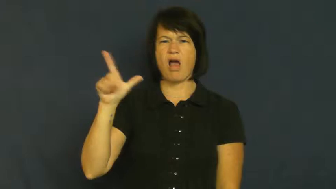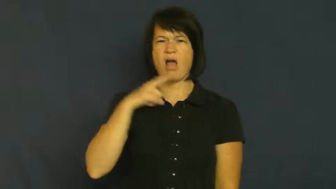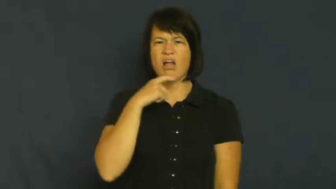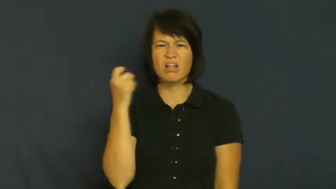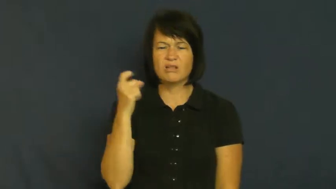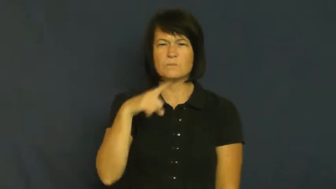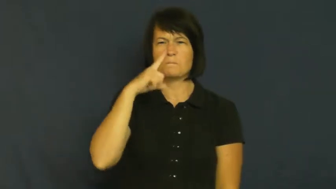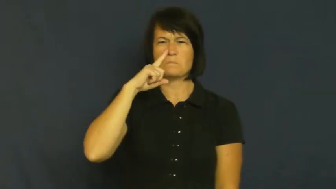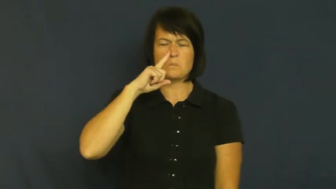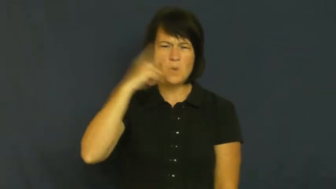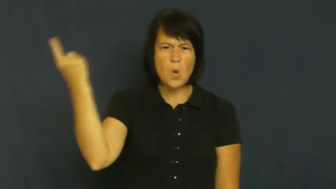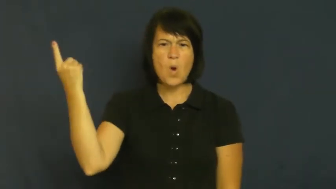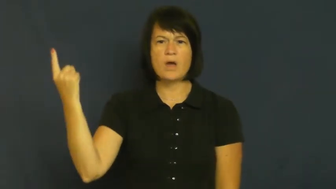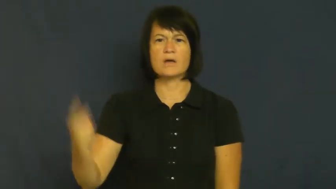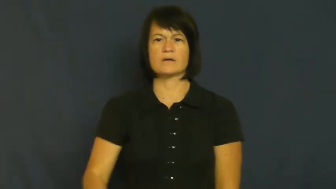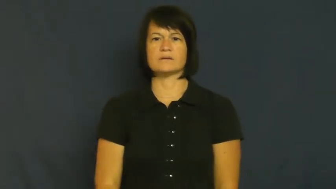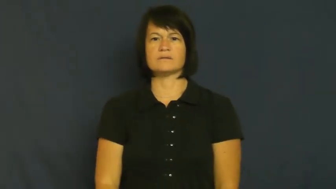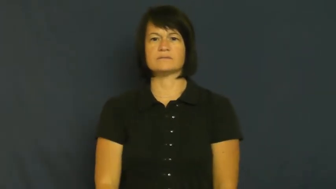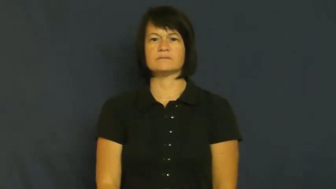stuffy,lackluster,dull,mundane,colorless-boring